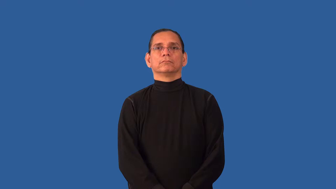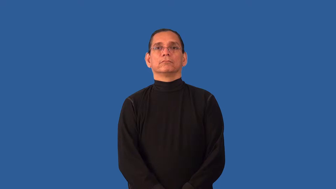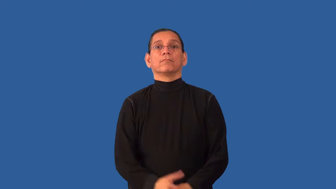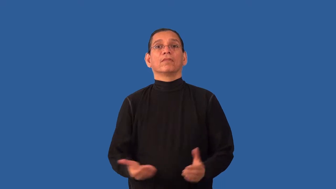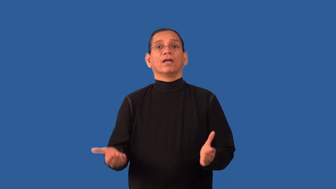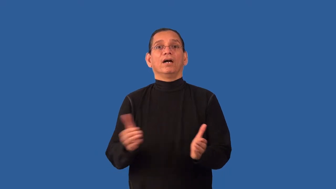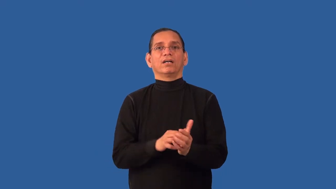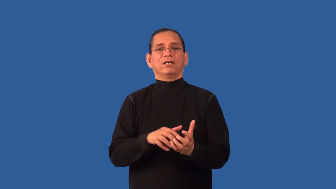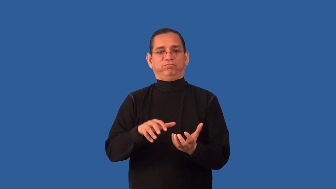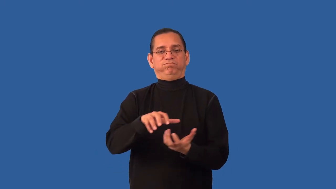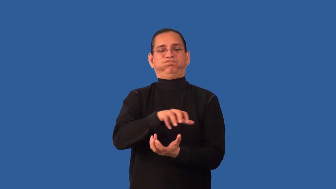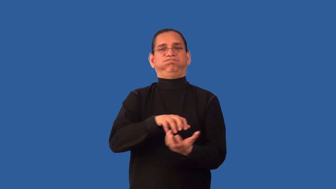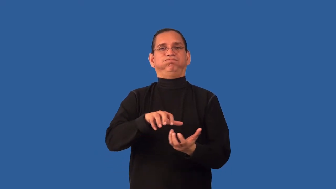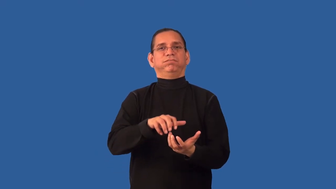remix-mix